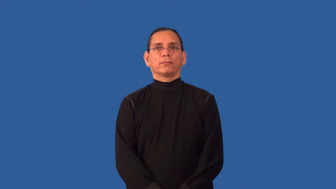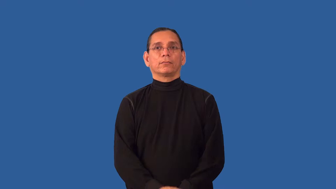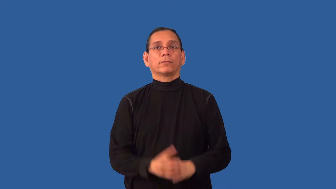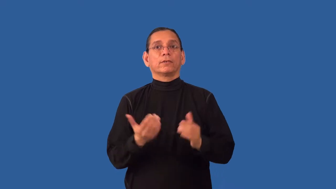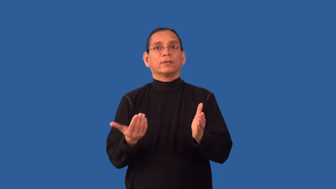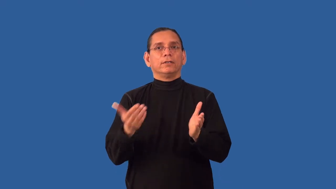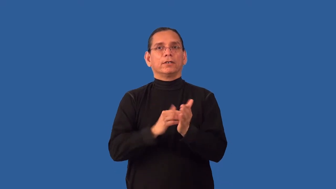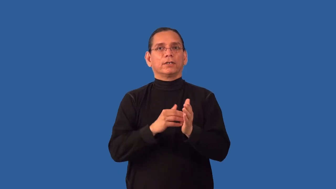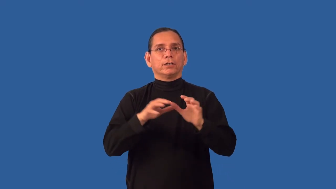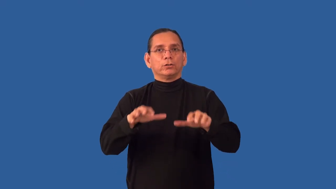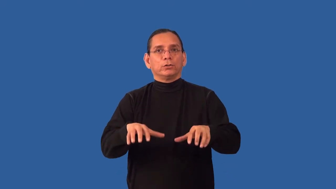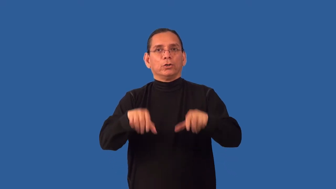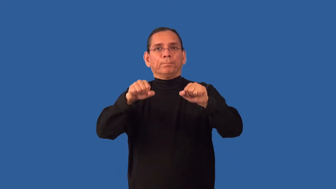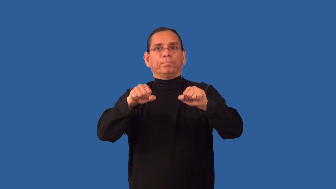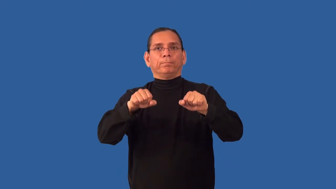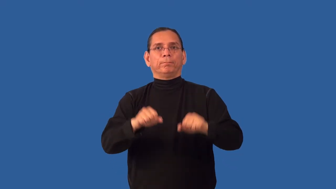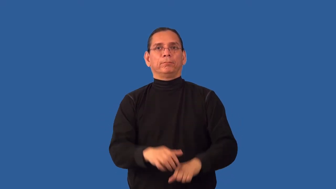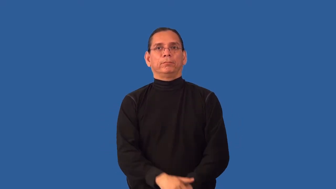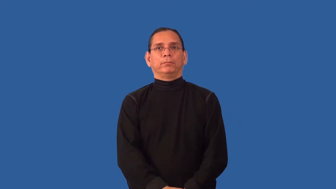reabsorb